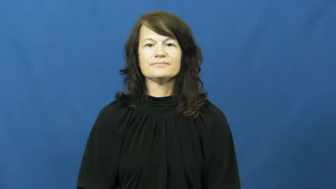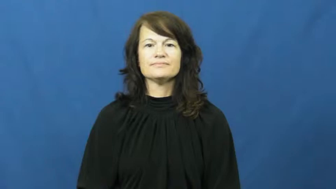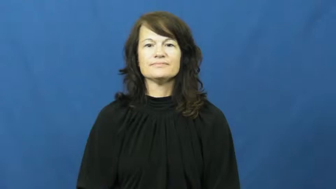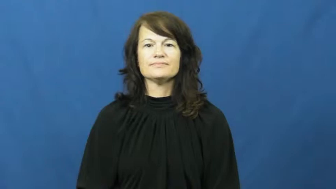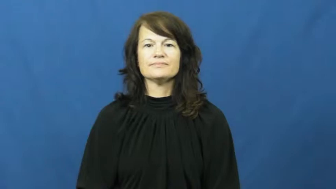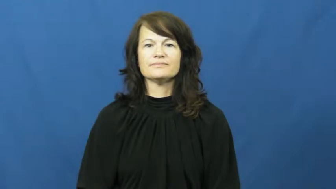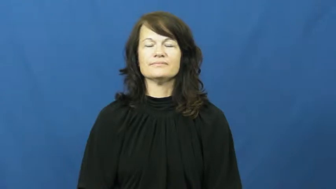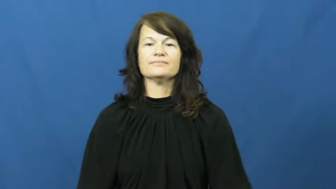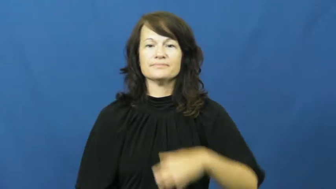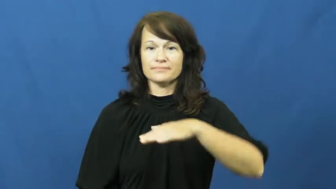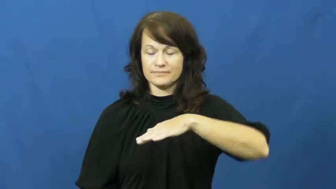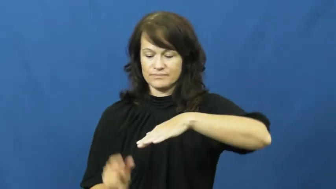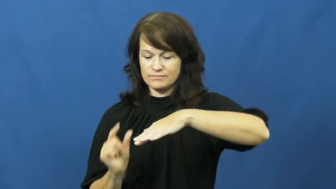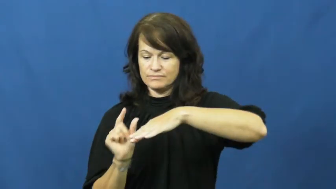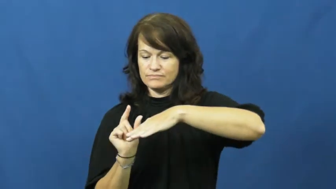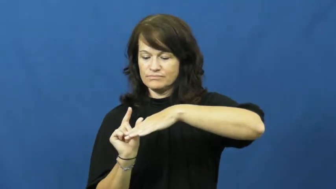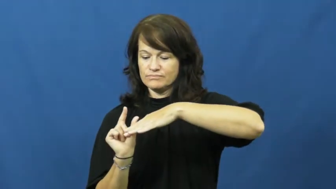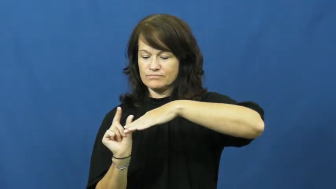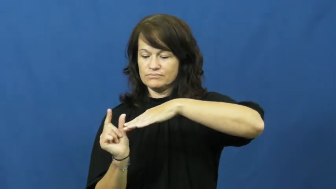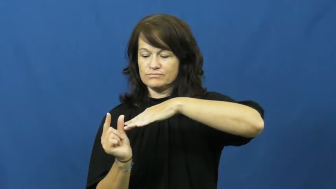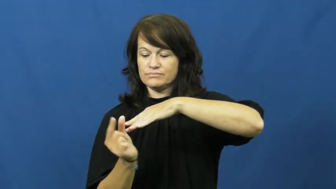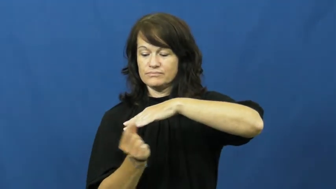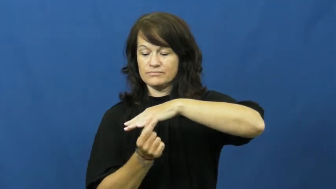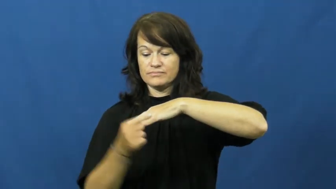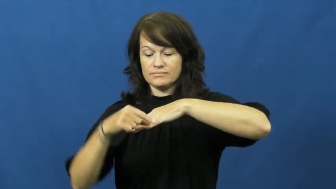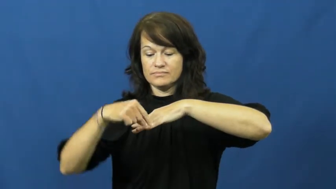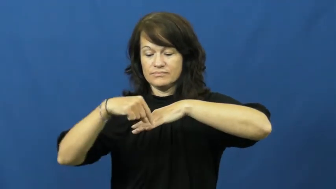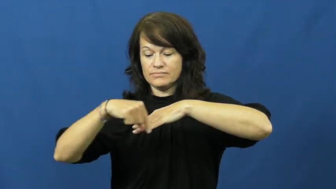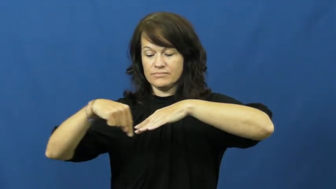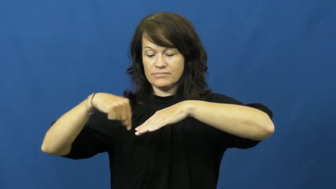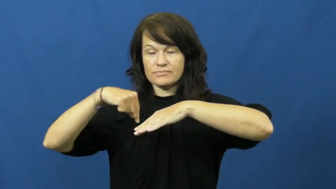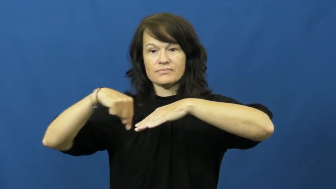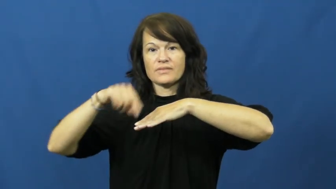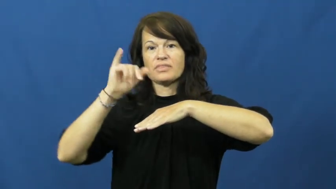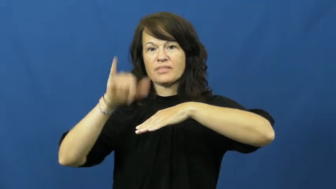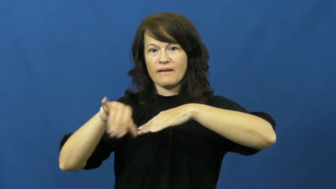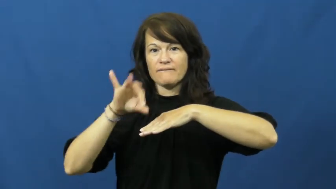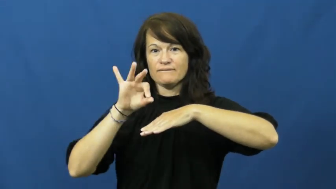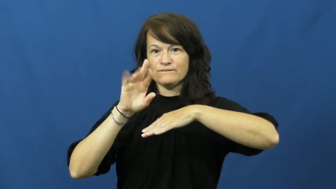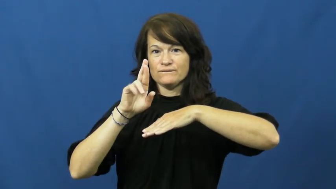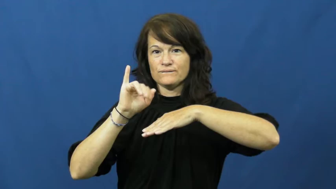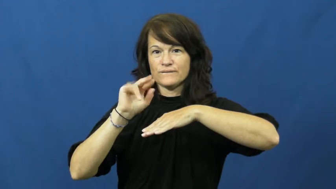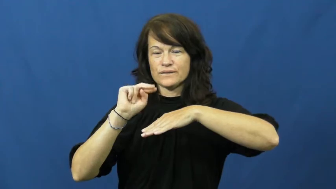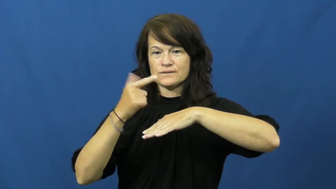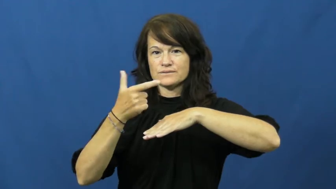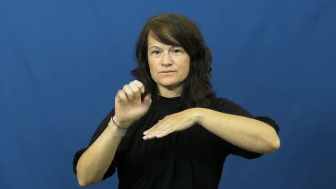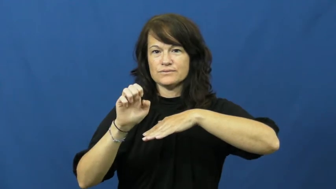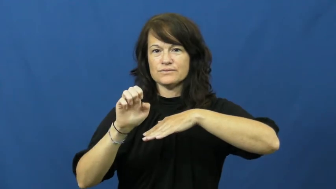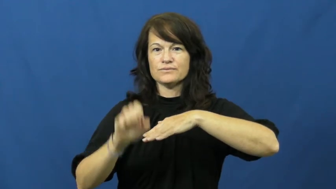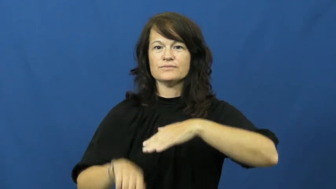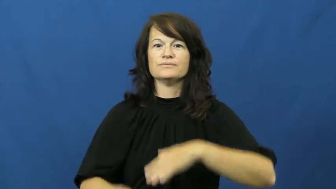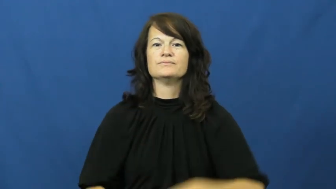fringe-outside